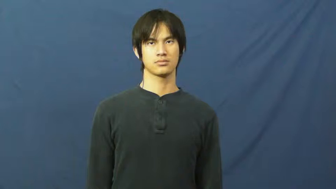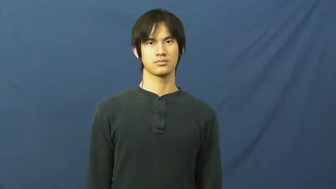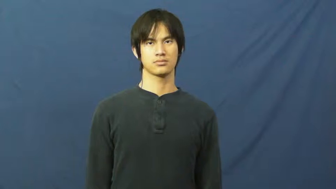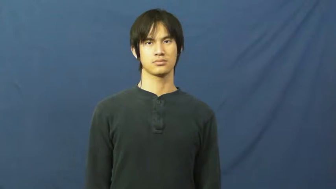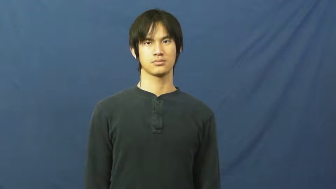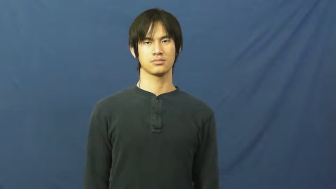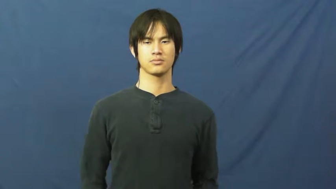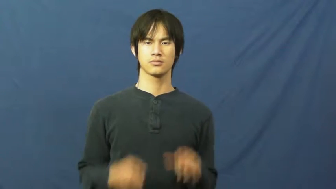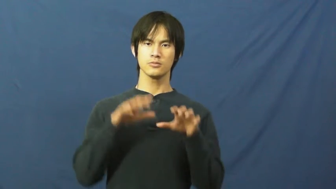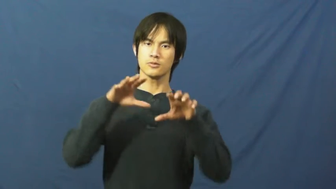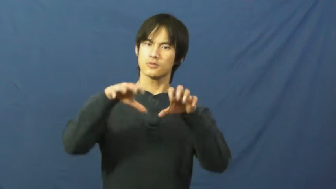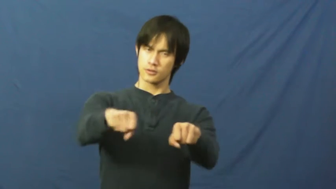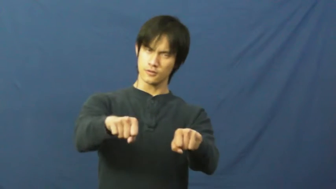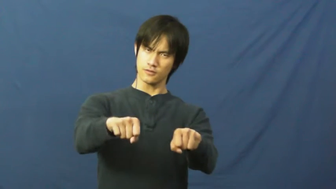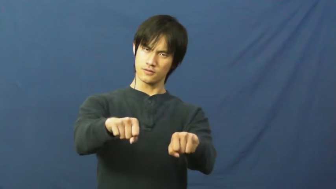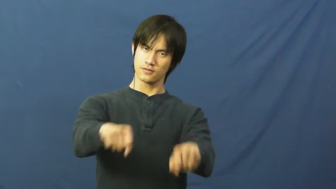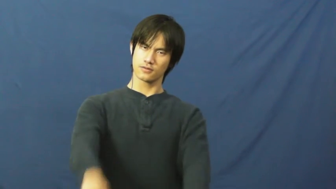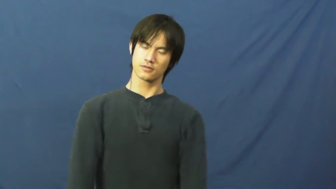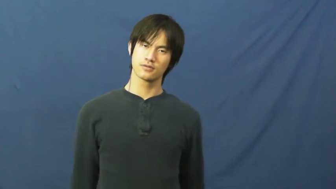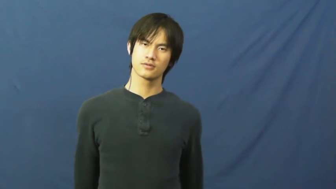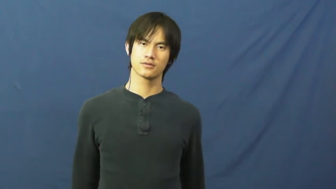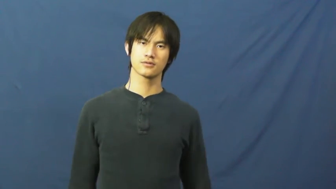hold,grip